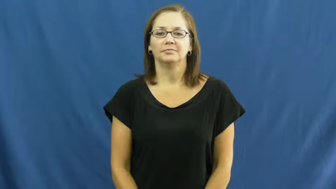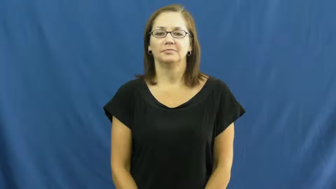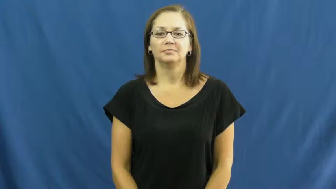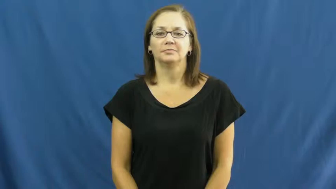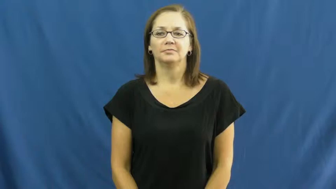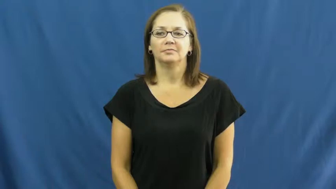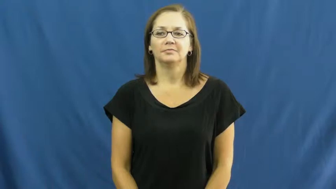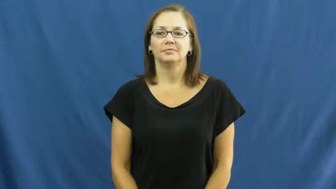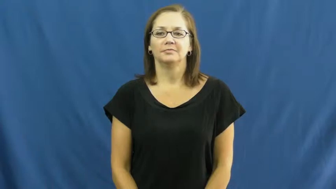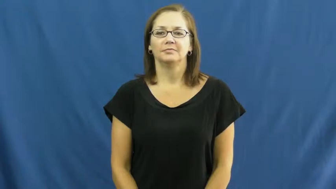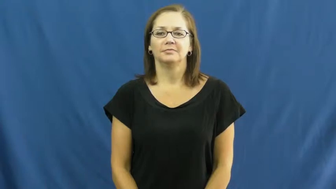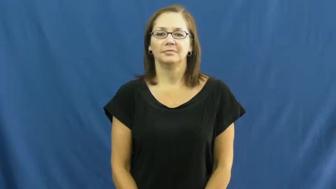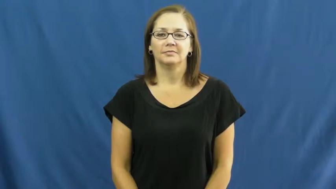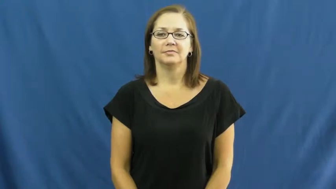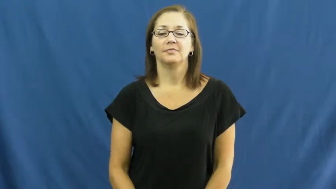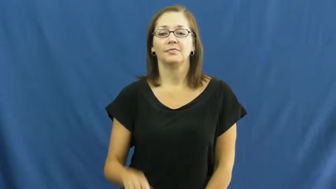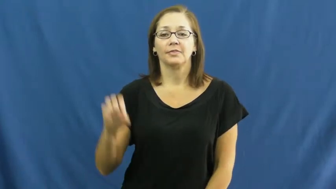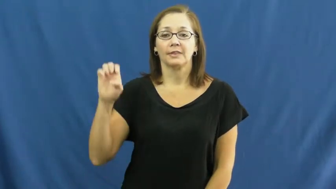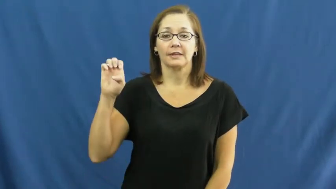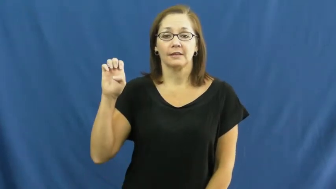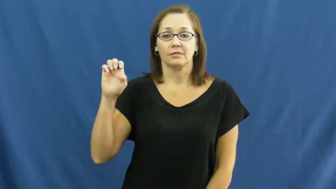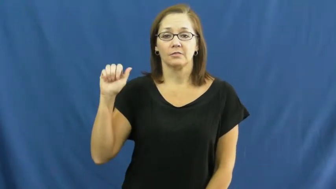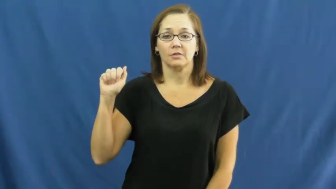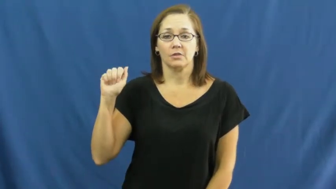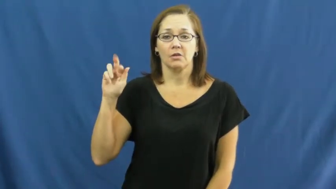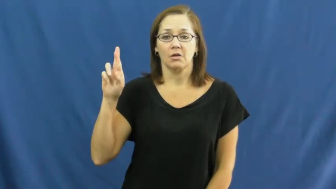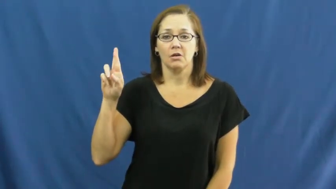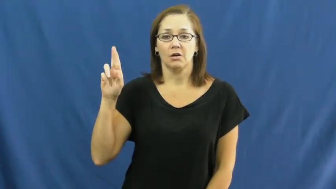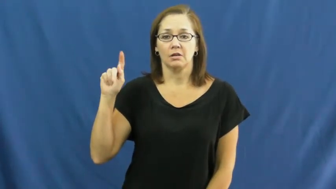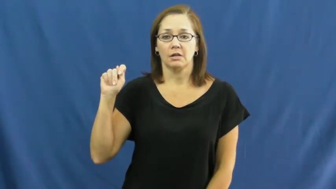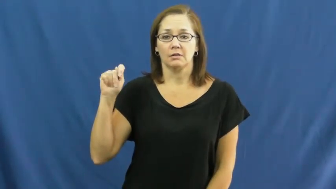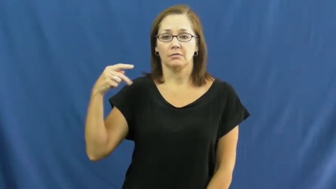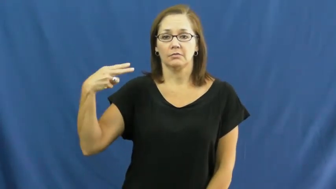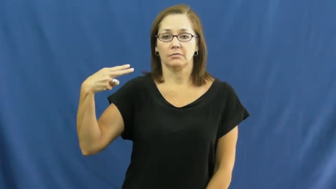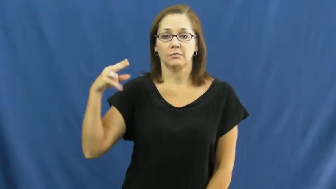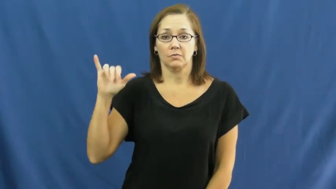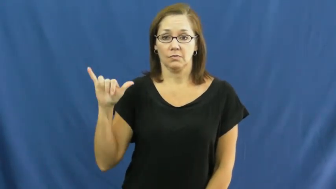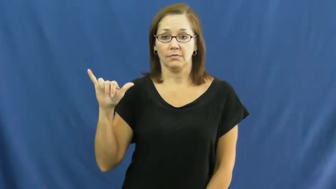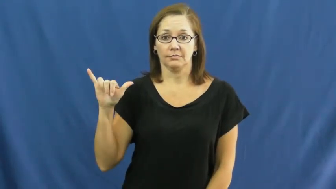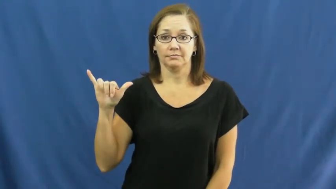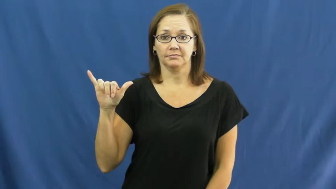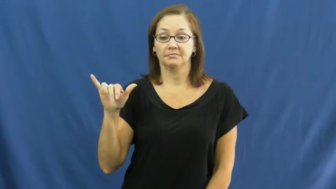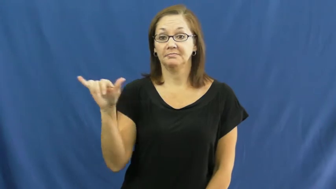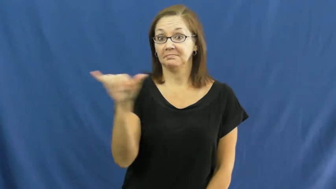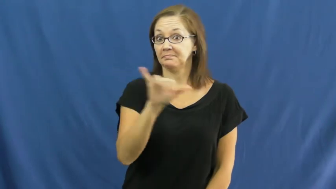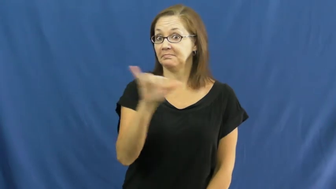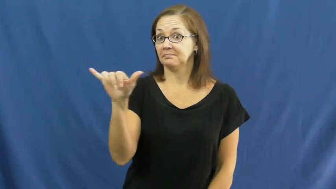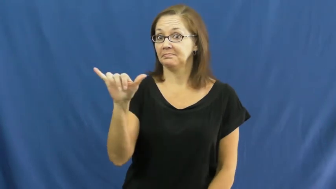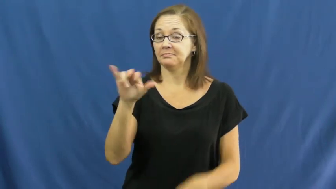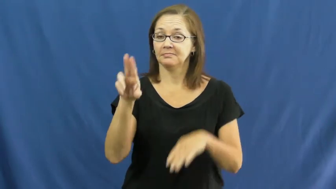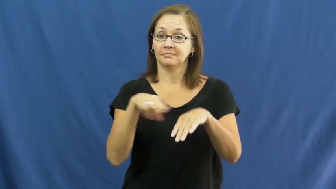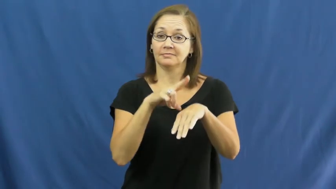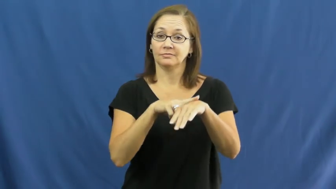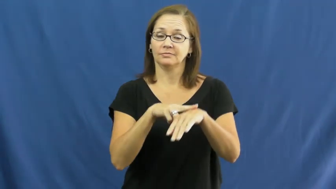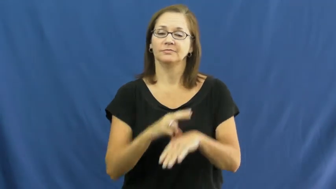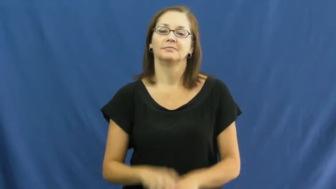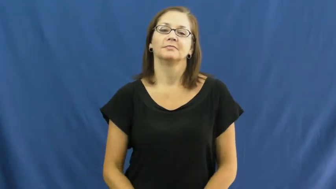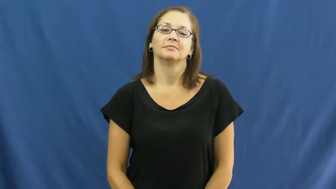earthy